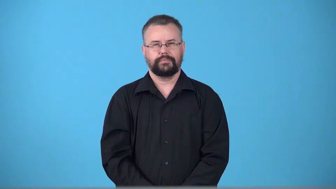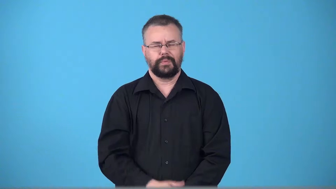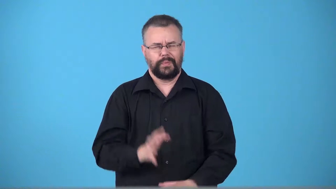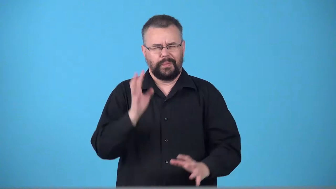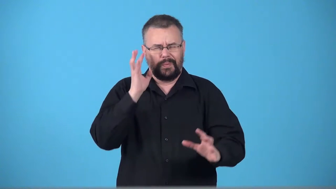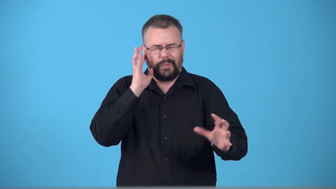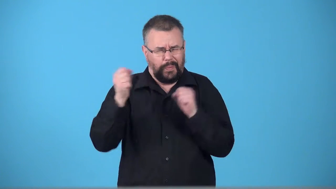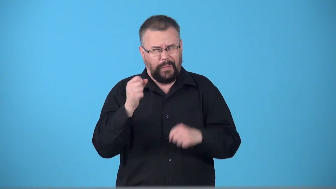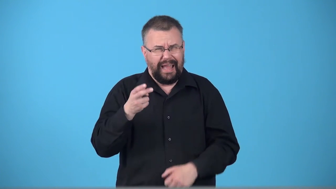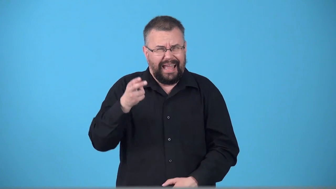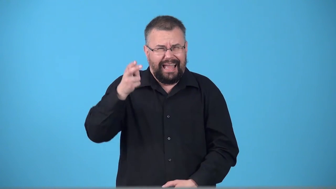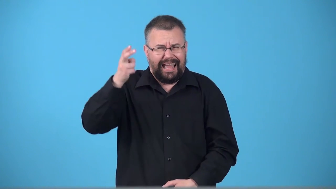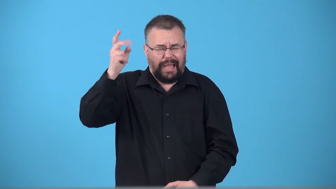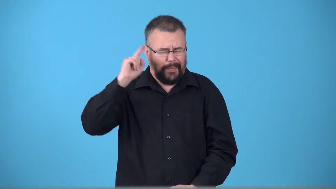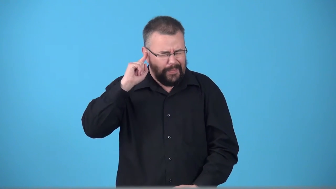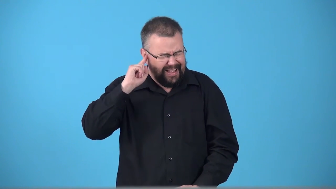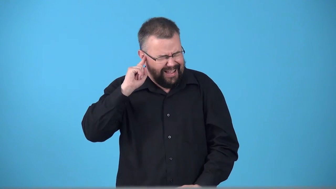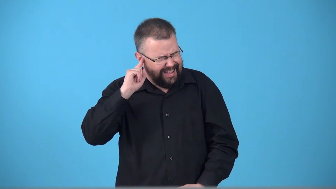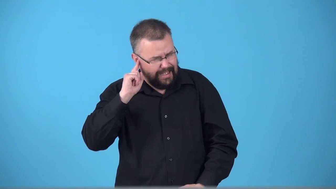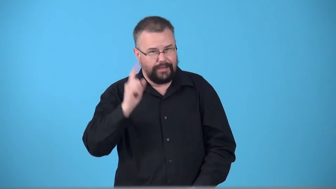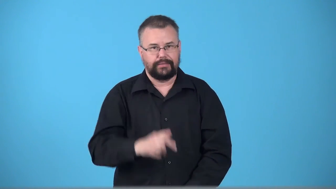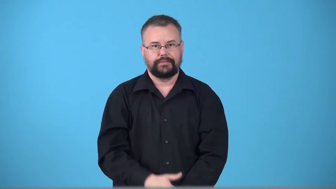whine high pitch loud sound